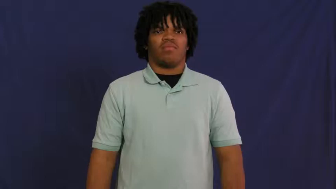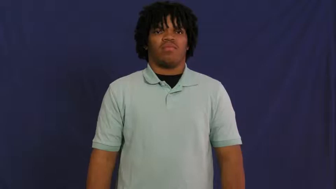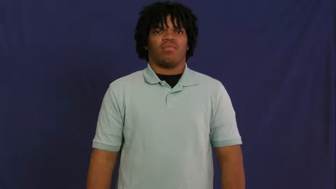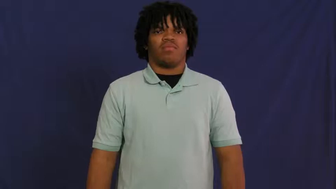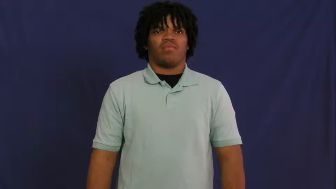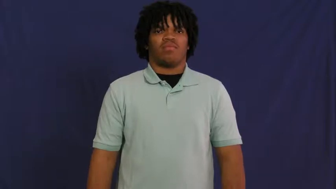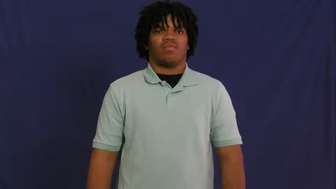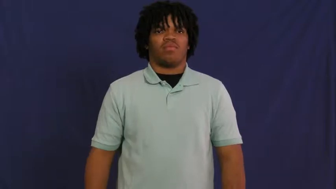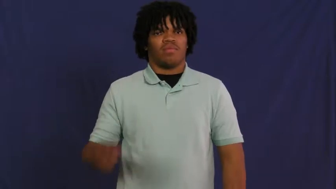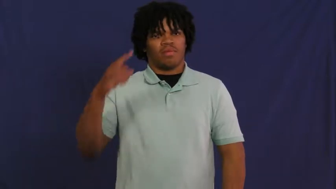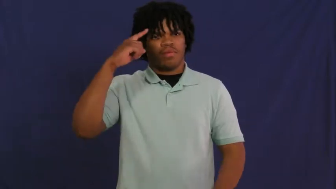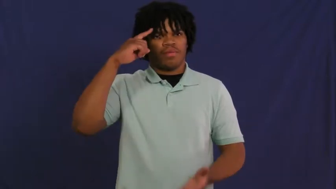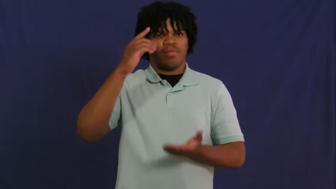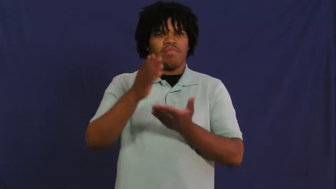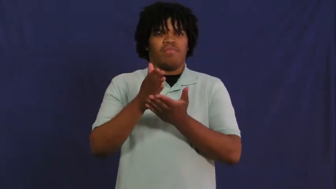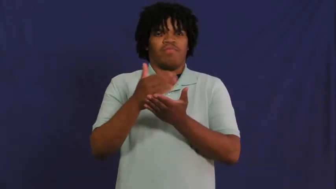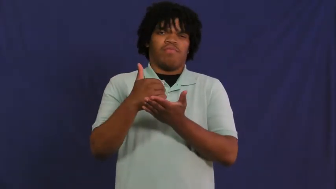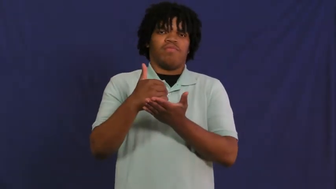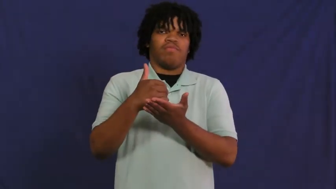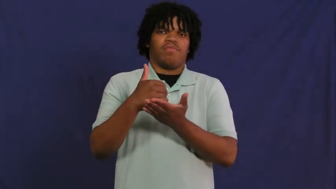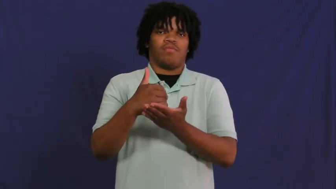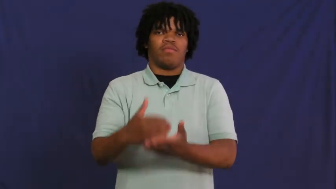demented